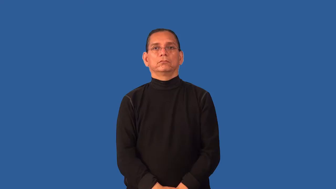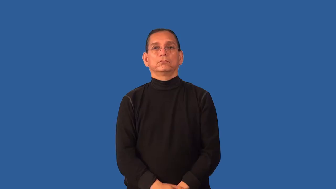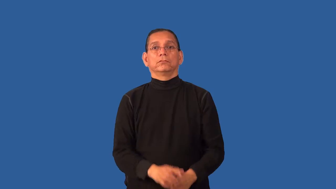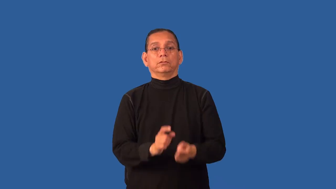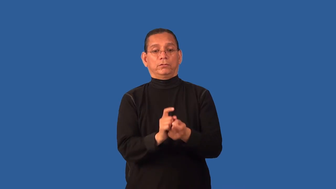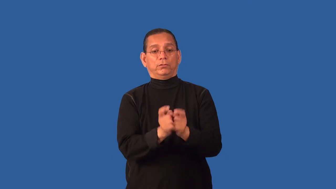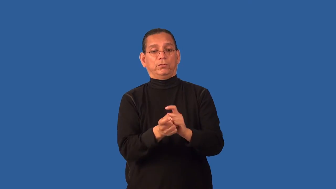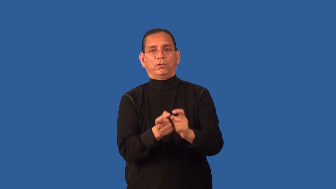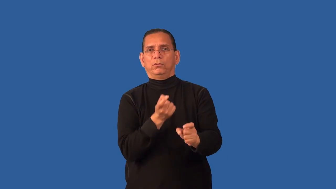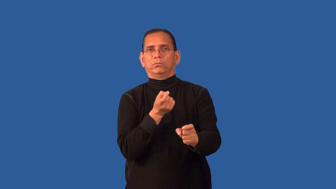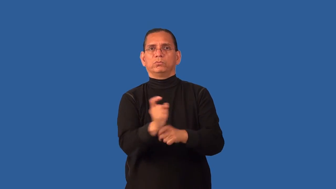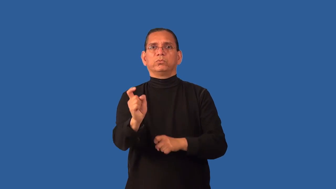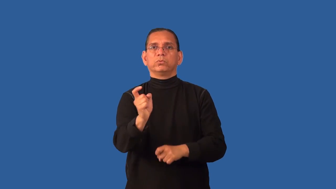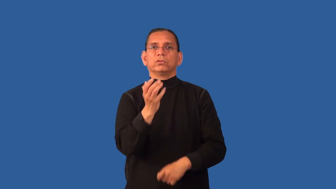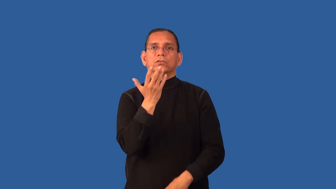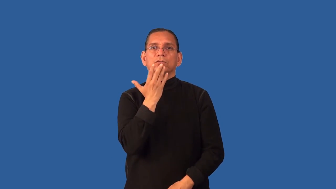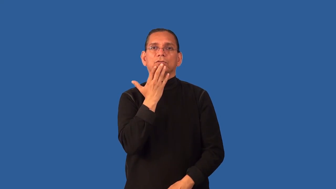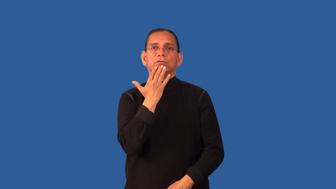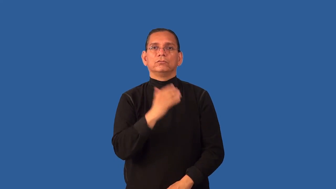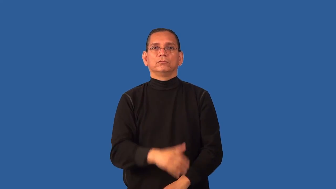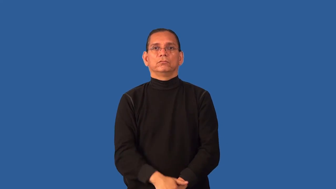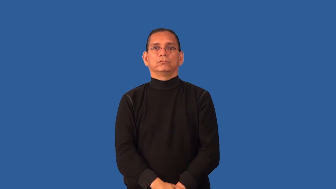discolor